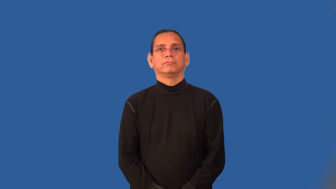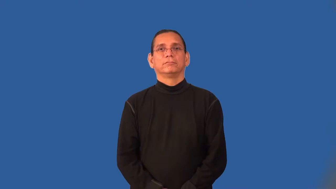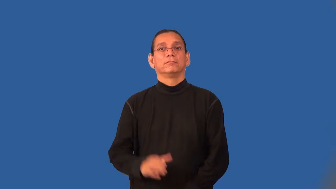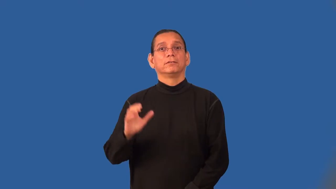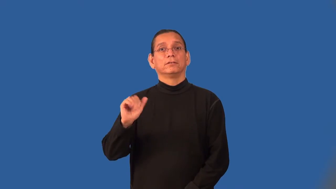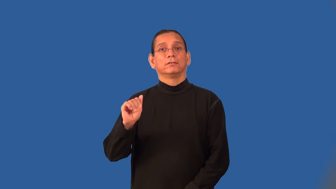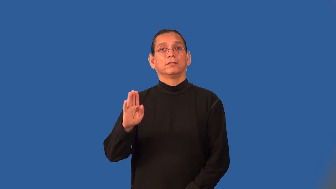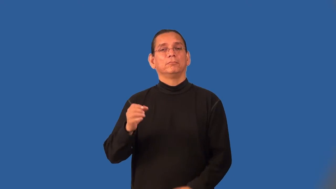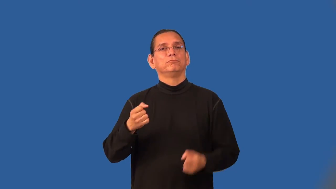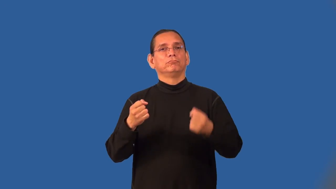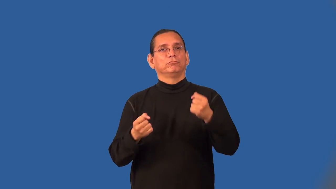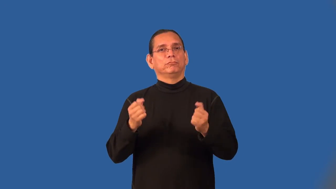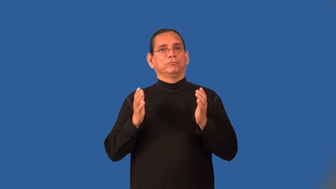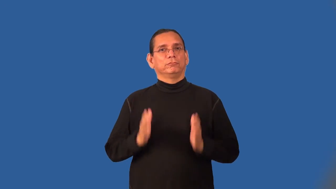cabdriver,cabbie